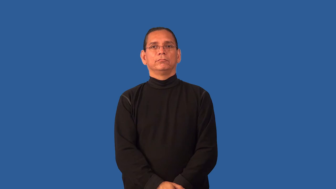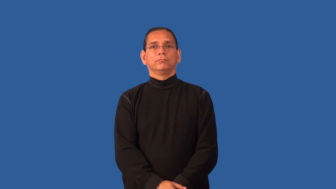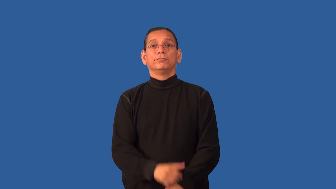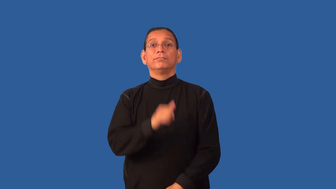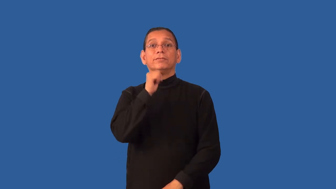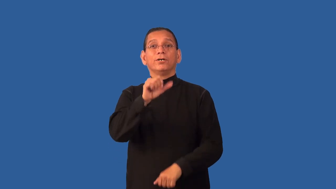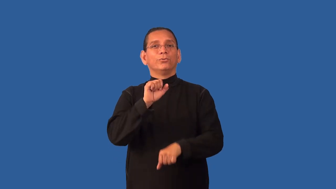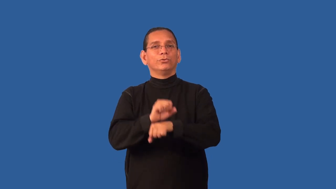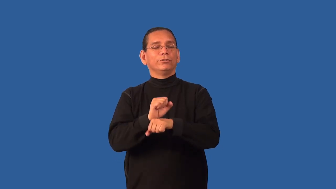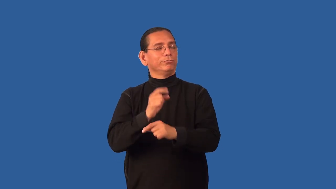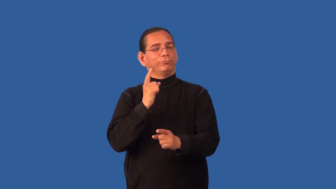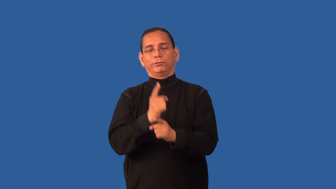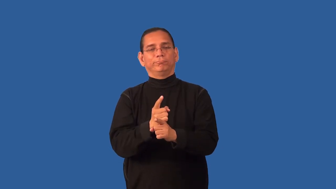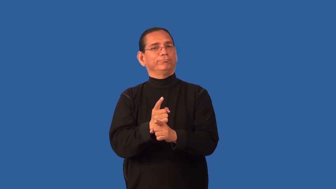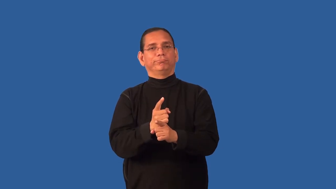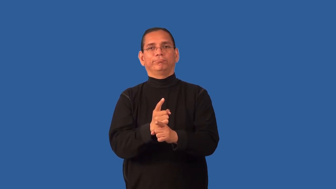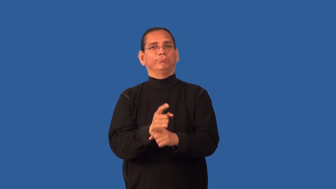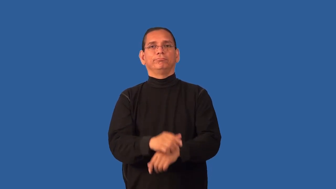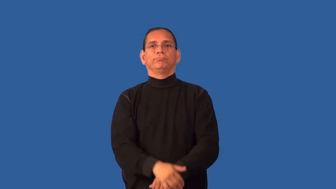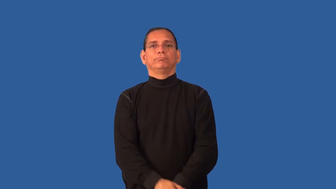faulty,slipshod-poor operation